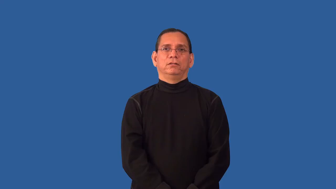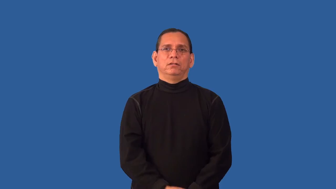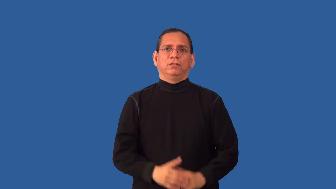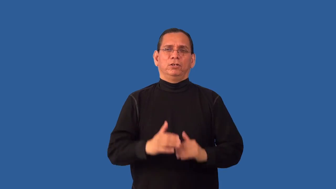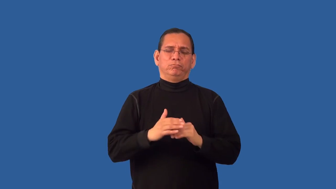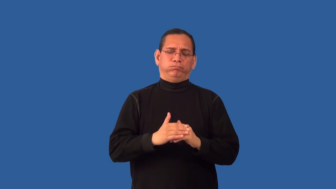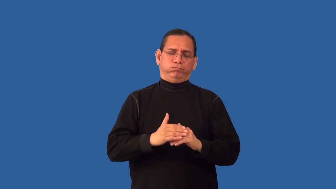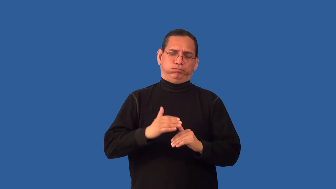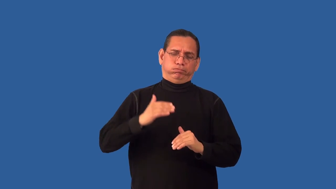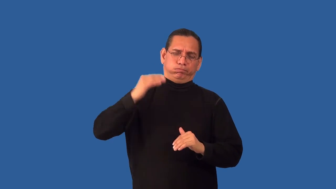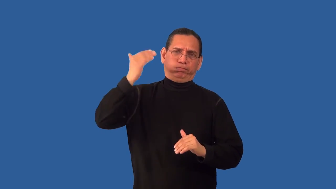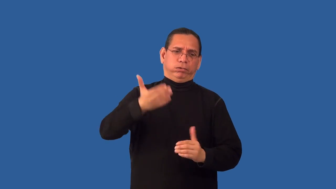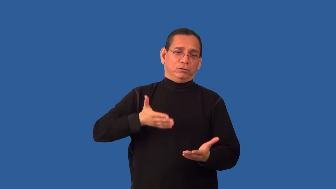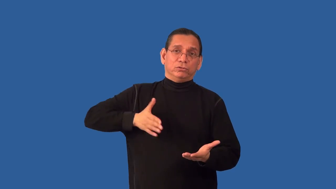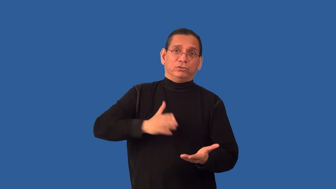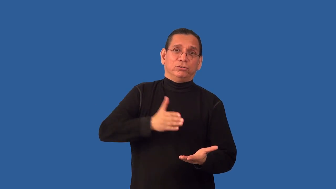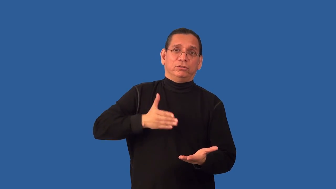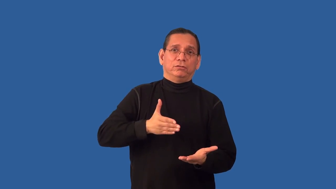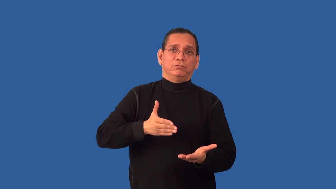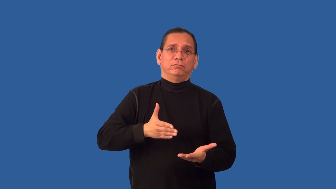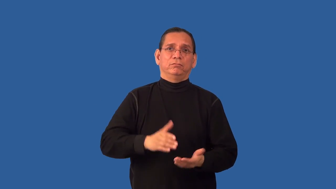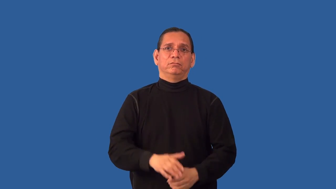overdo,overcook